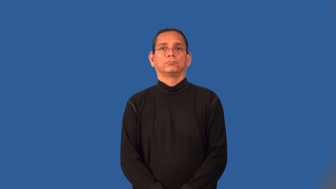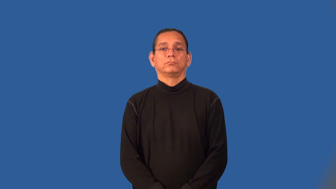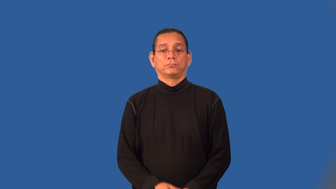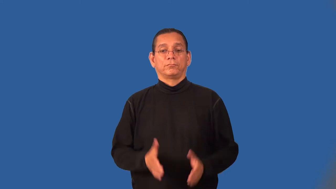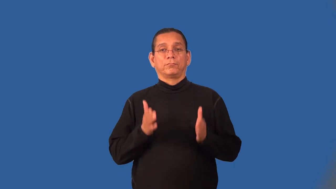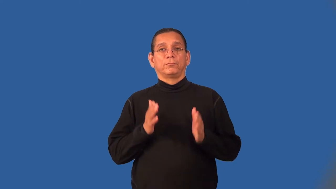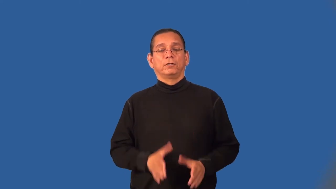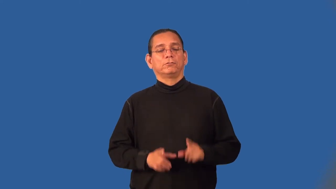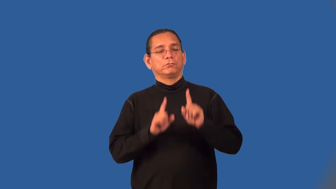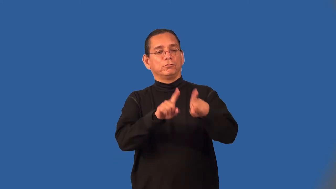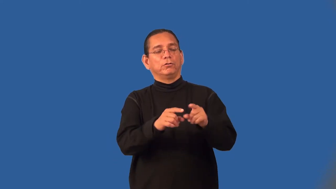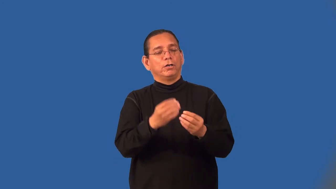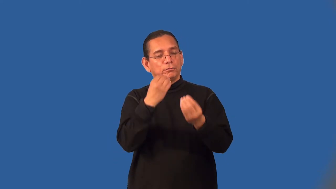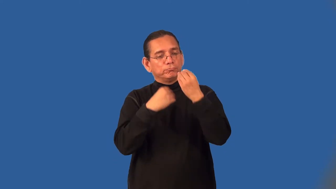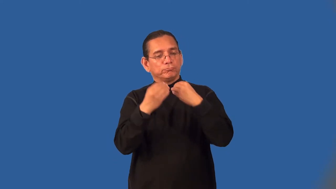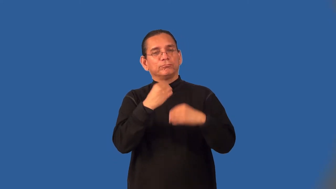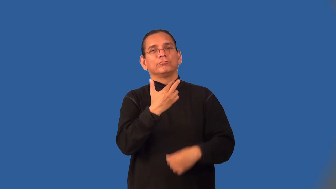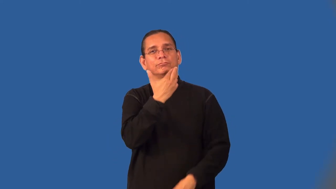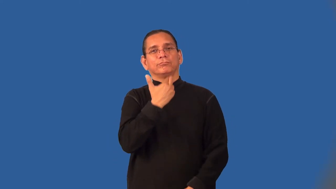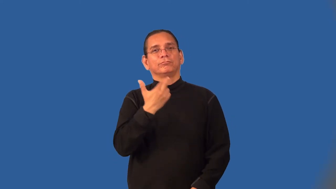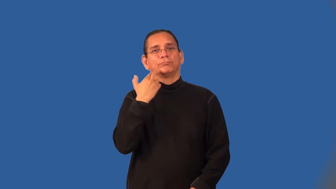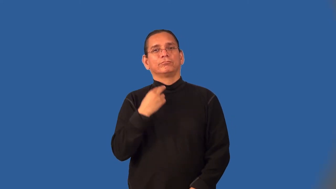diner